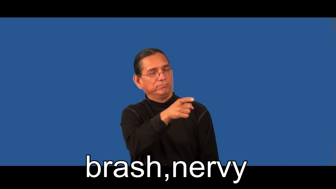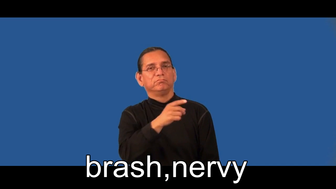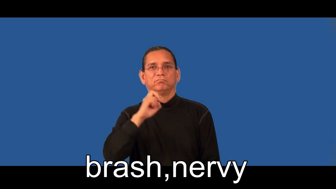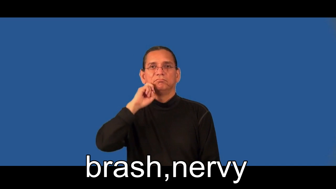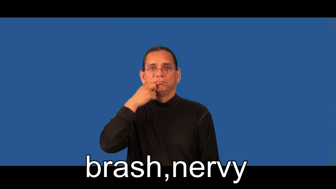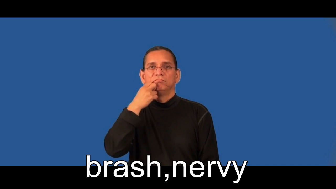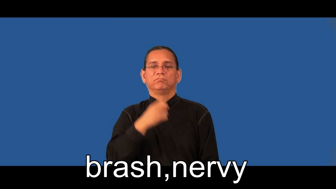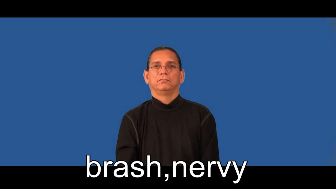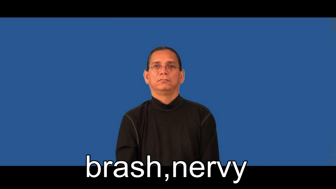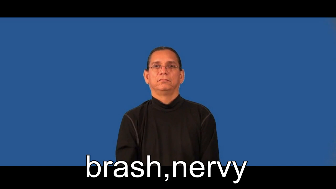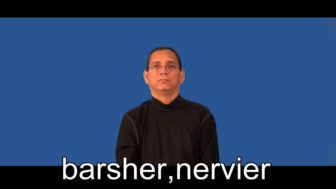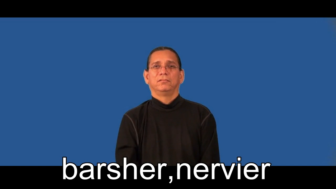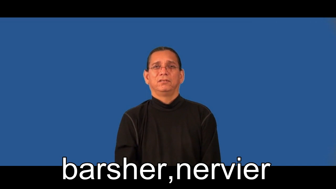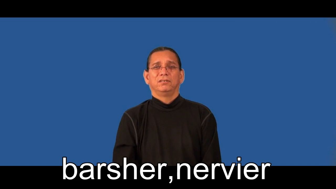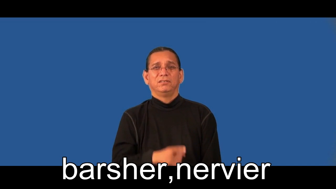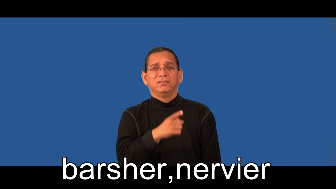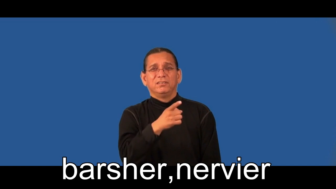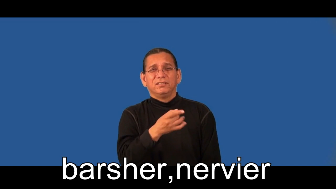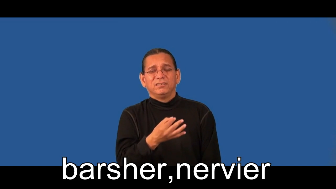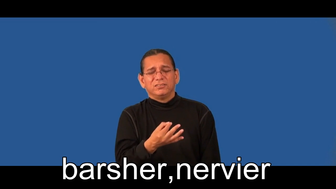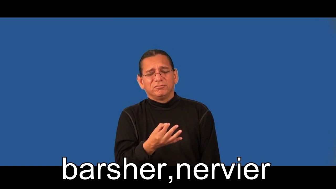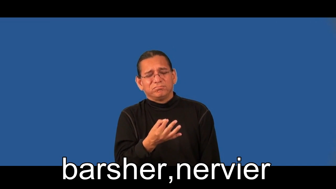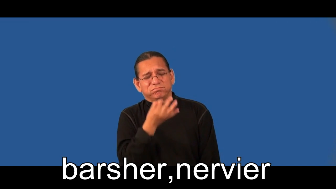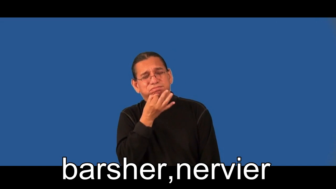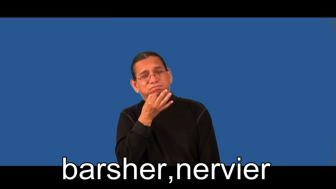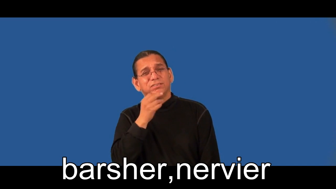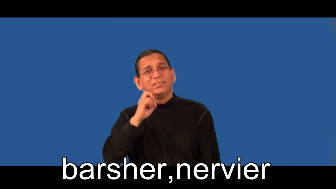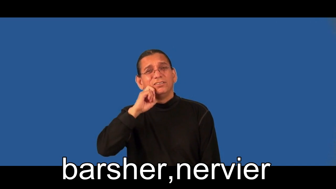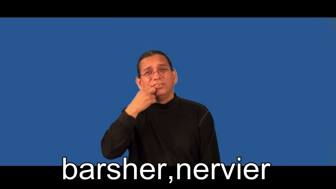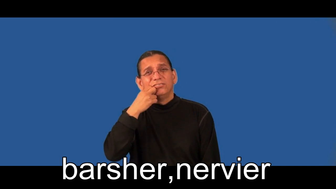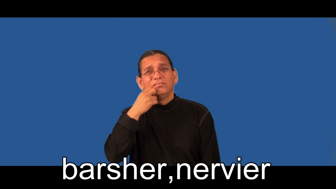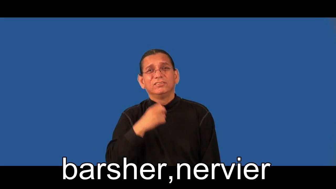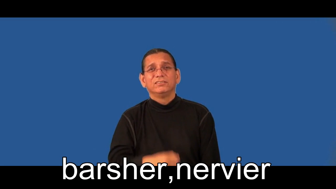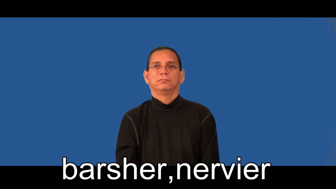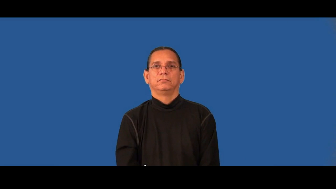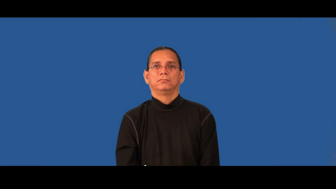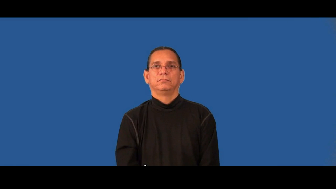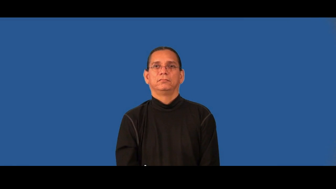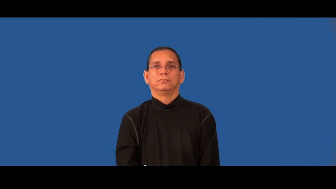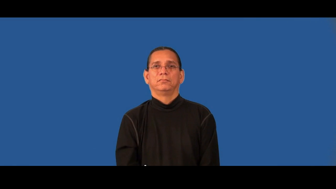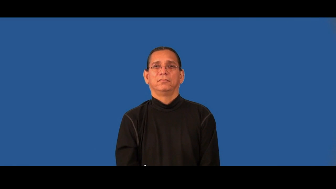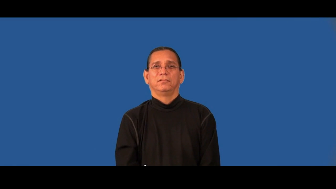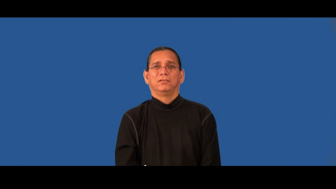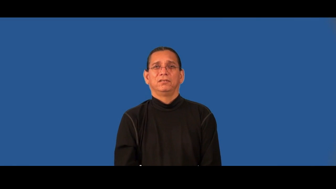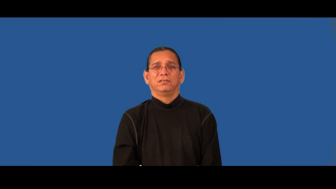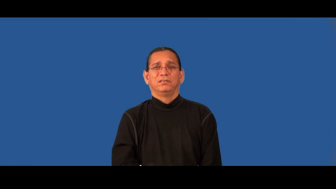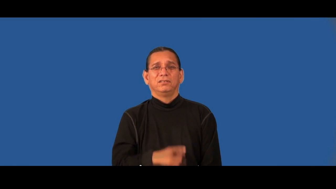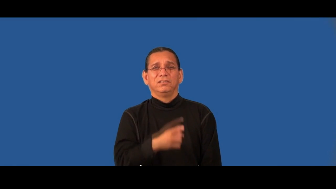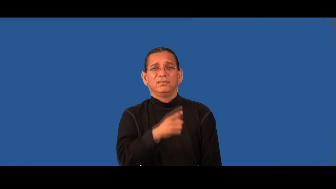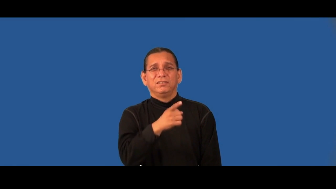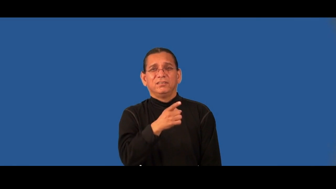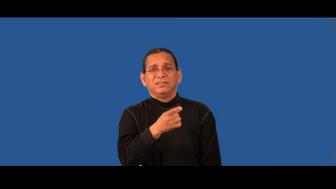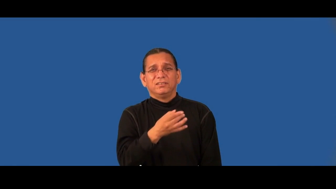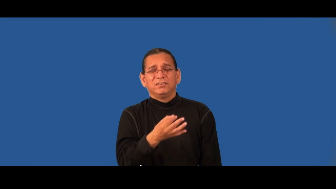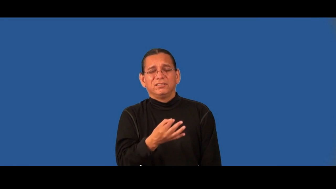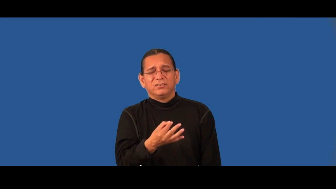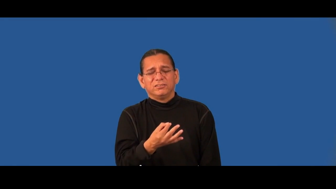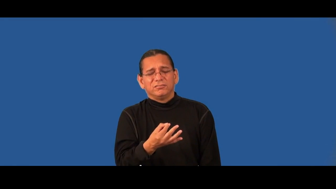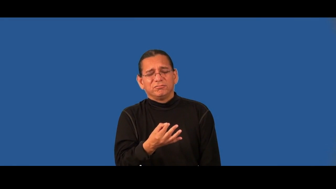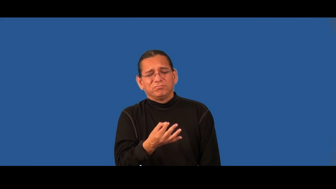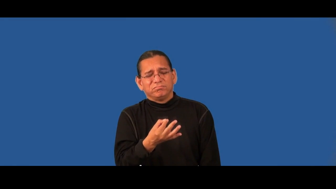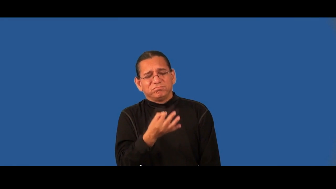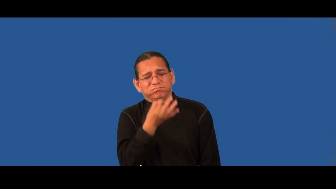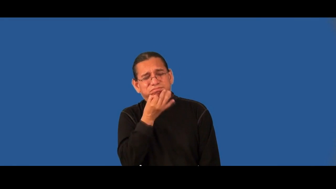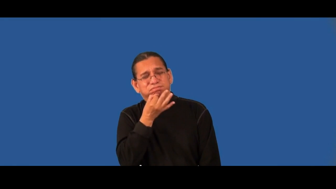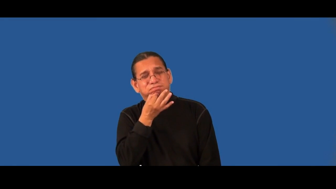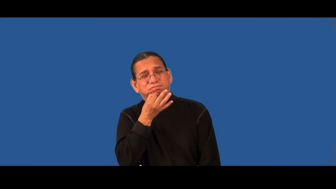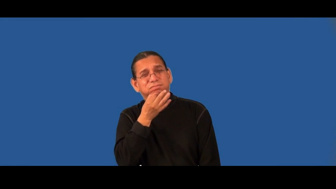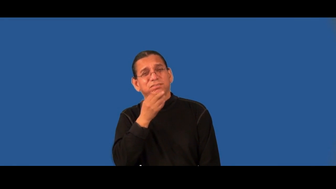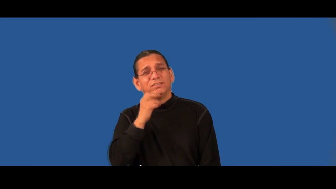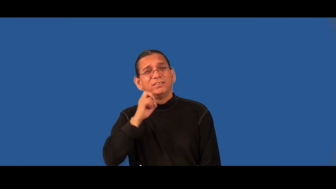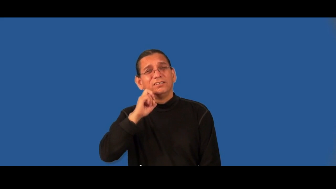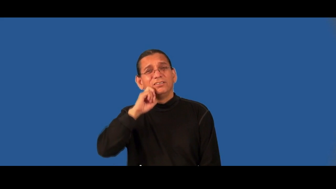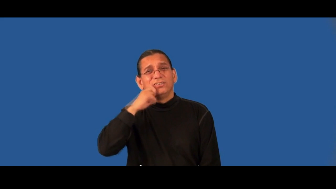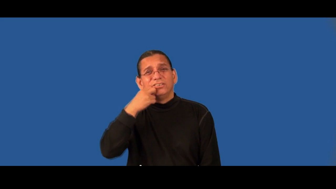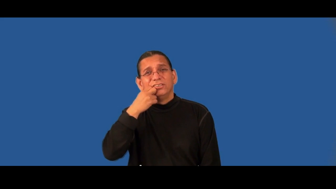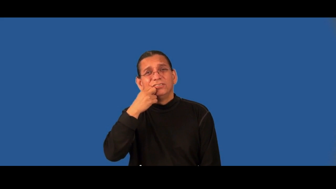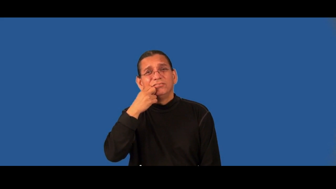brasher,nervier,brashest,nerviest